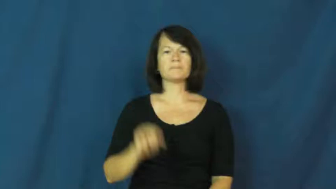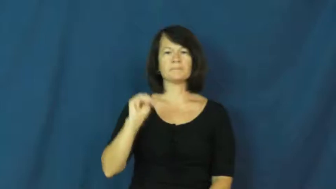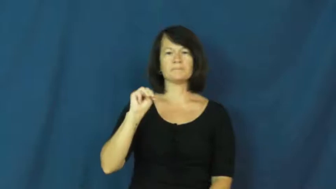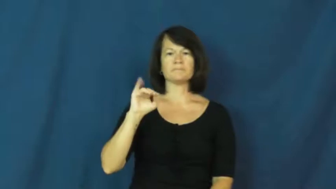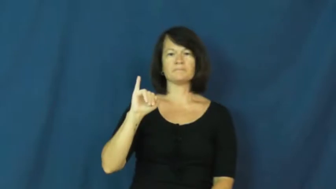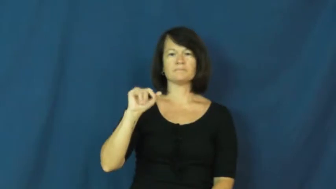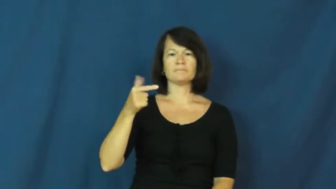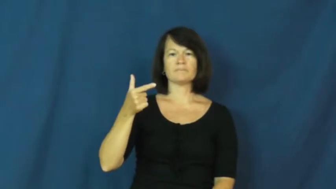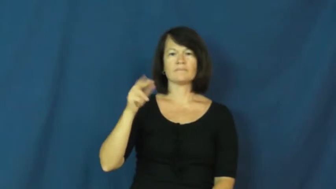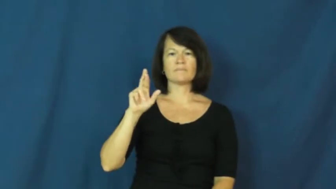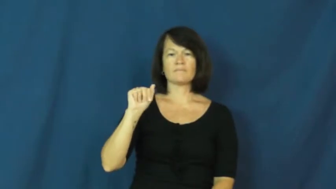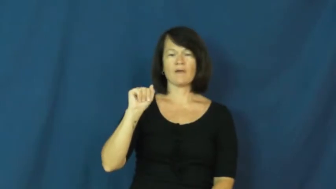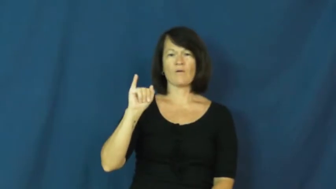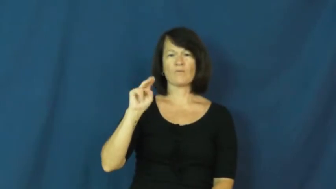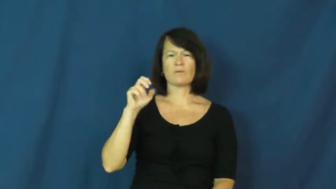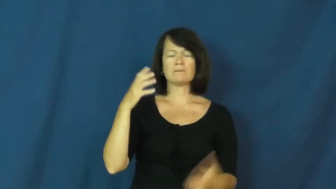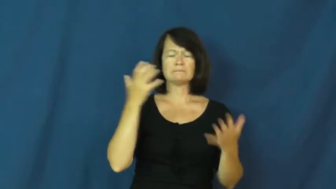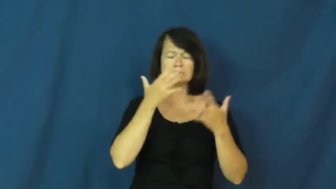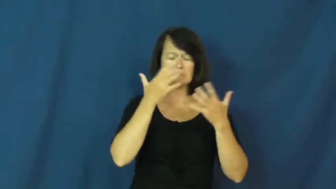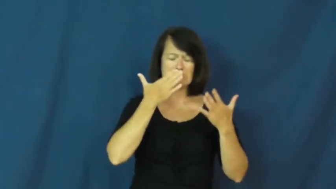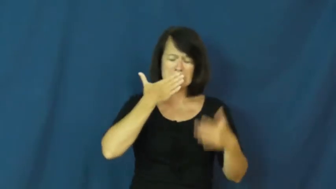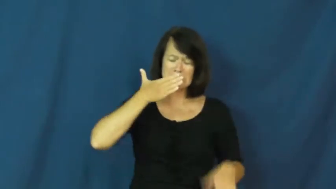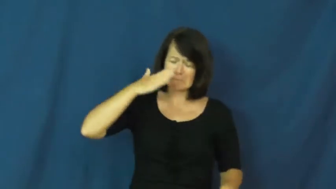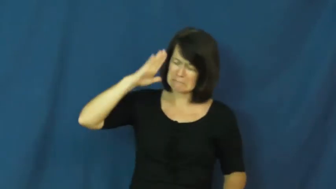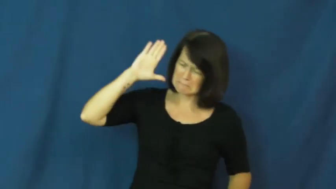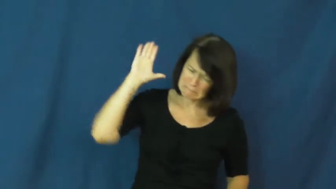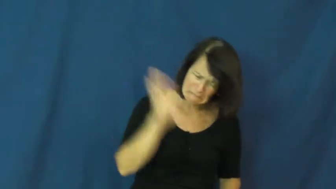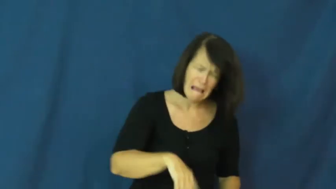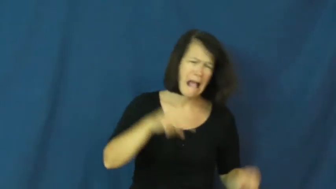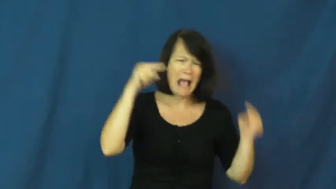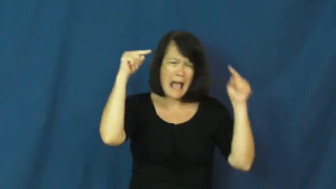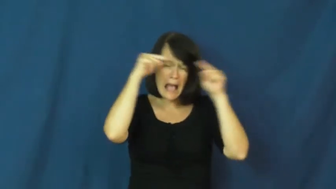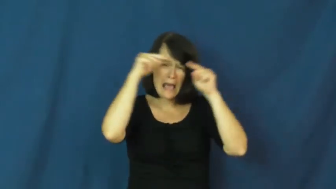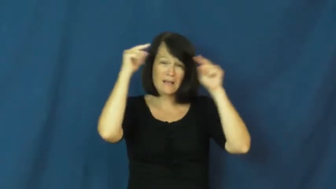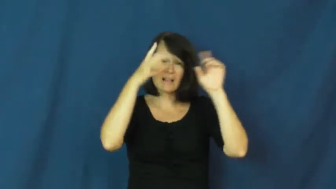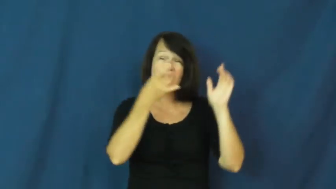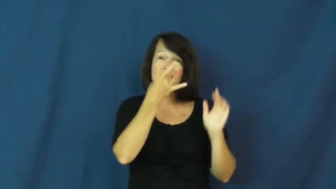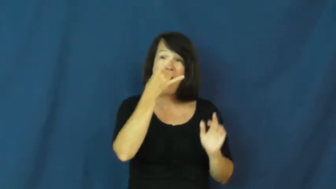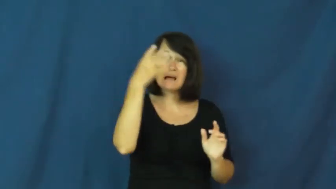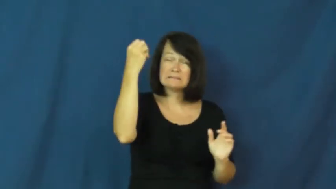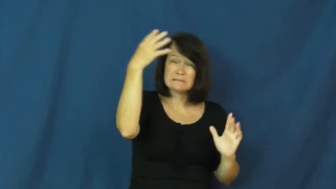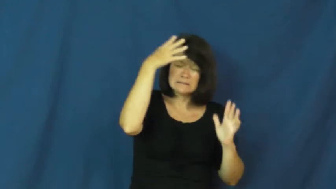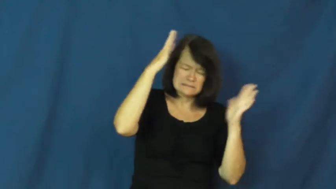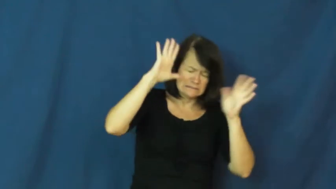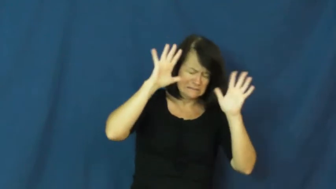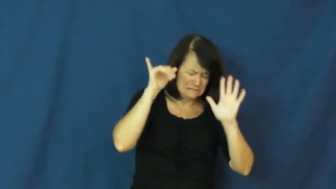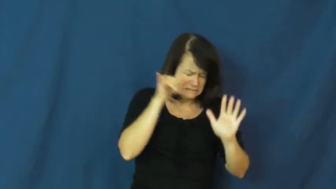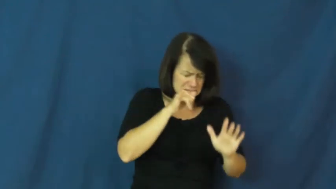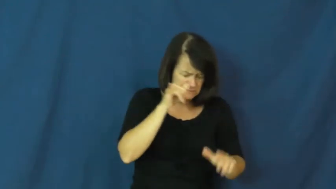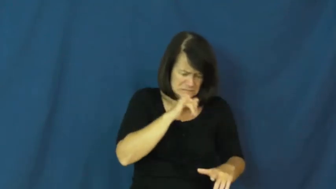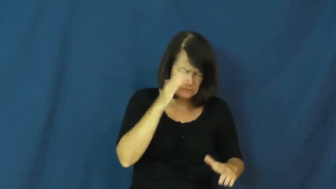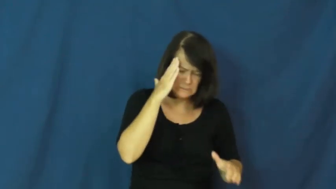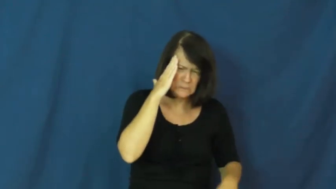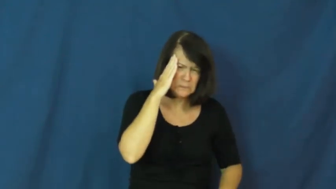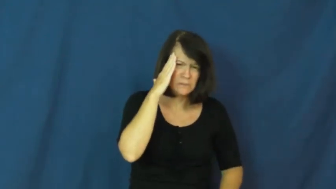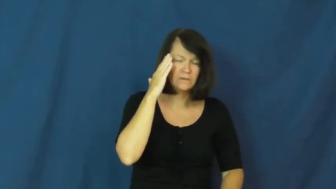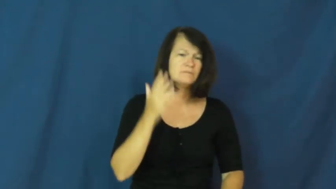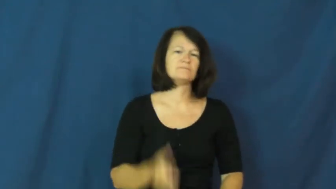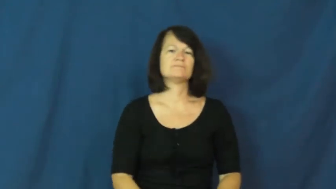migraine